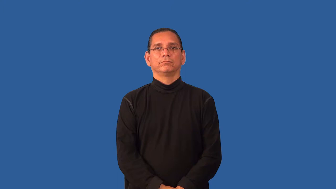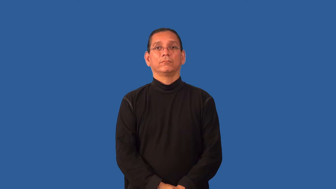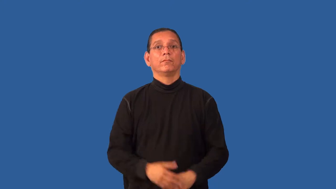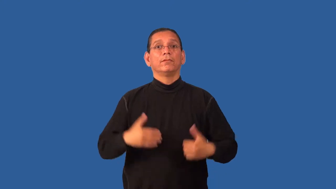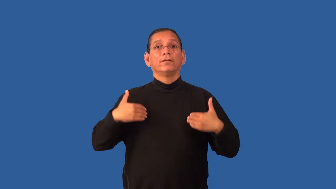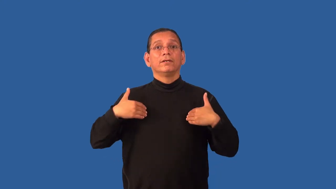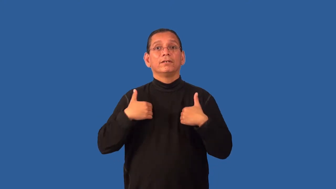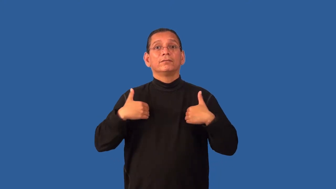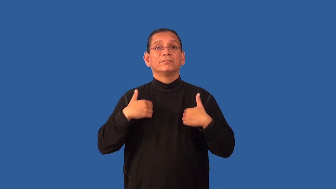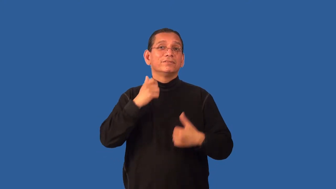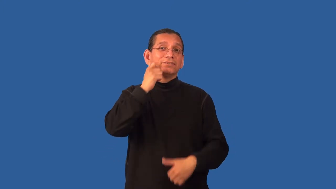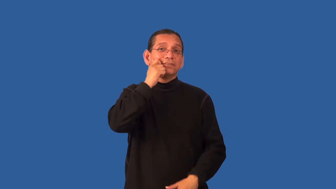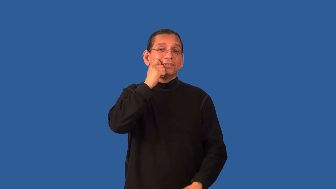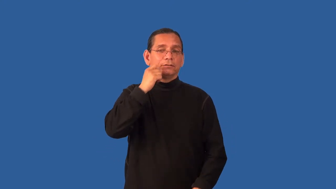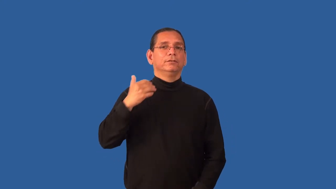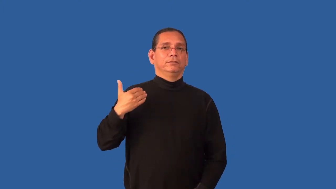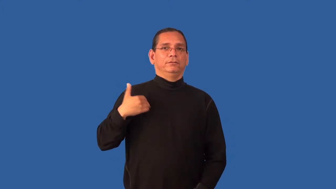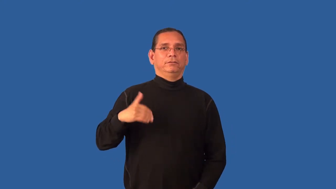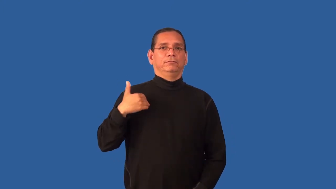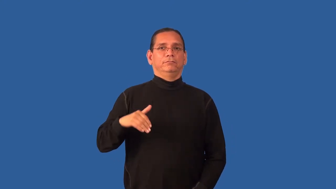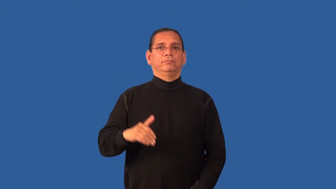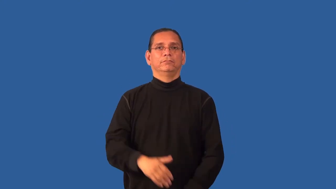hide-animal skin